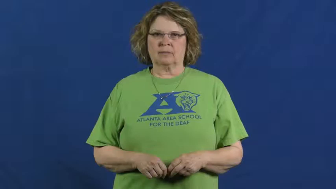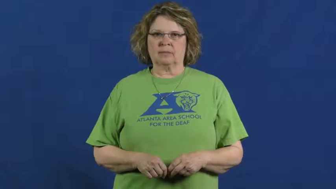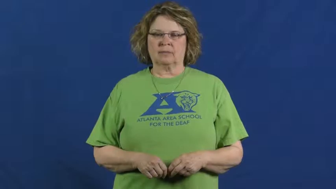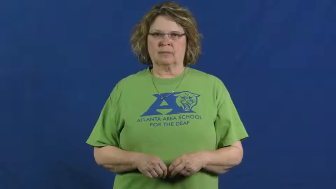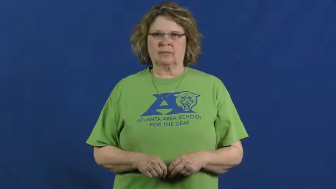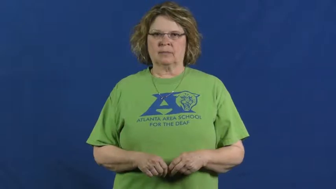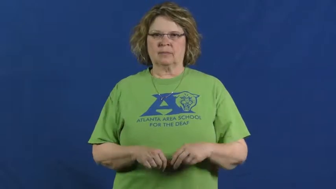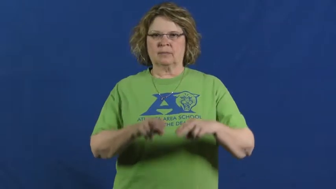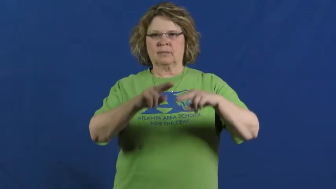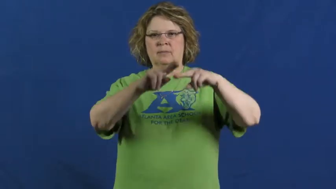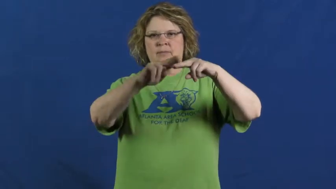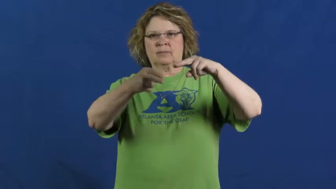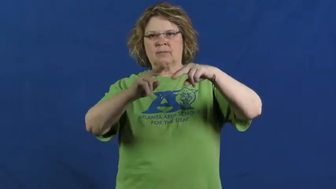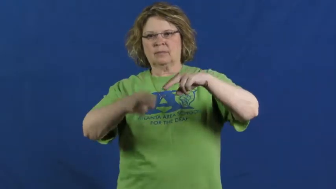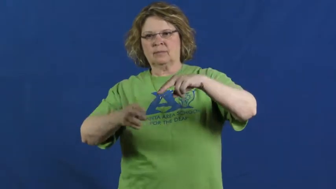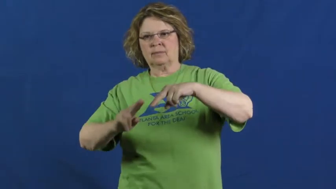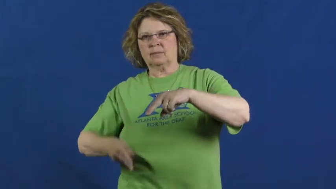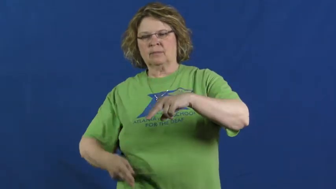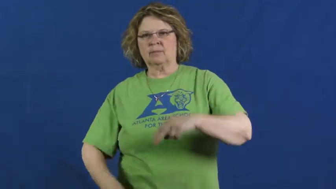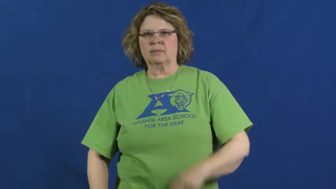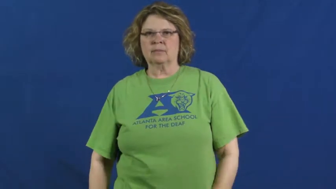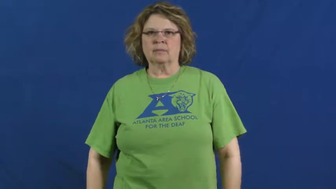decrease,go down,tail off,tail away,let up,dip,curb,break,contract,drop